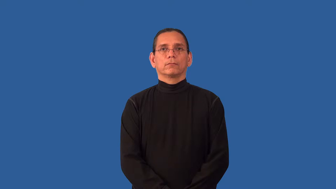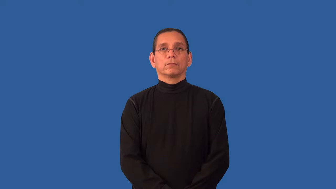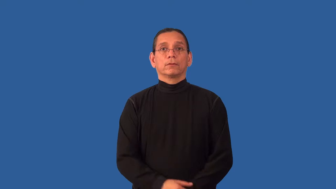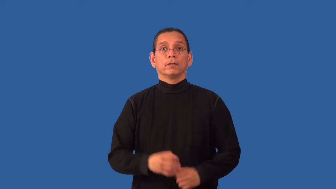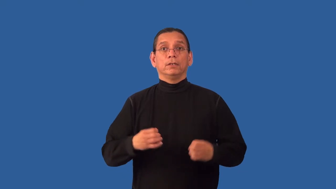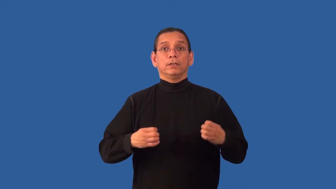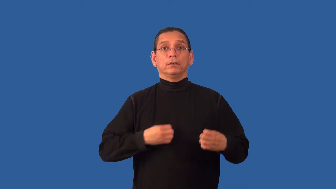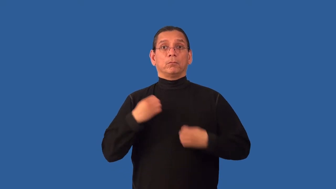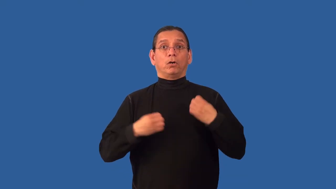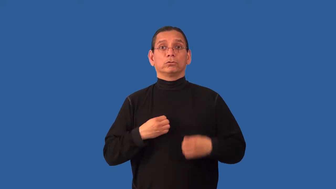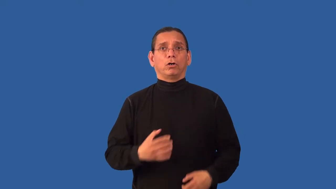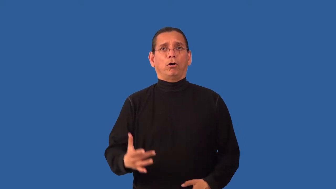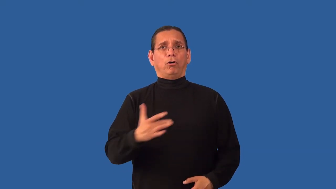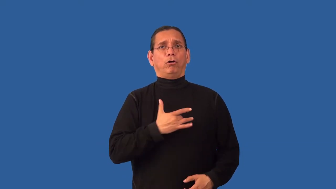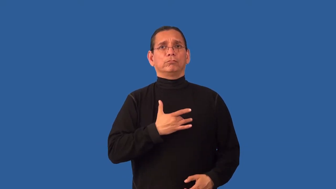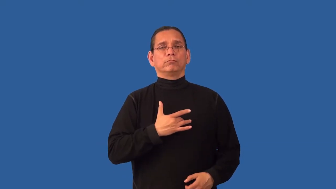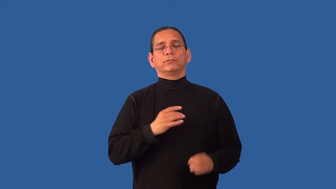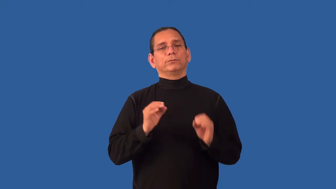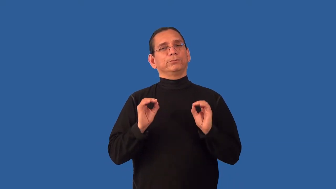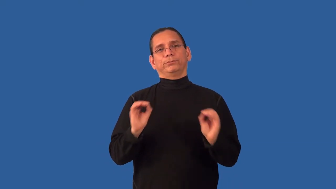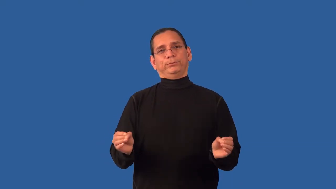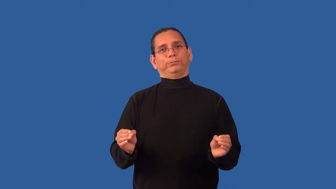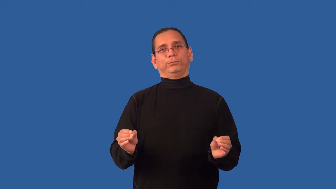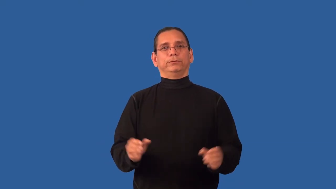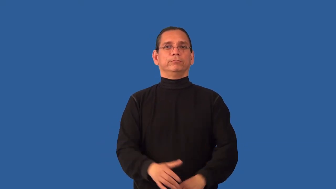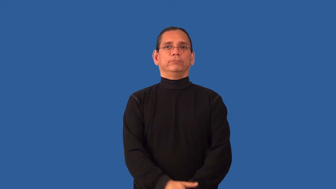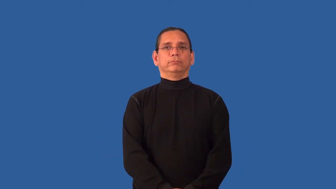unmoved